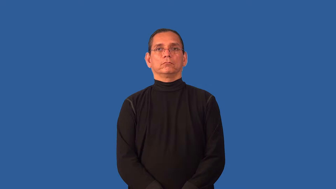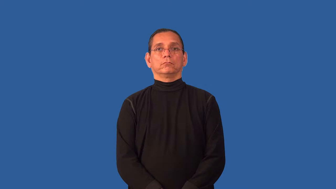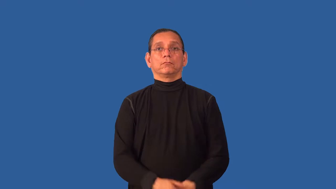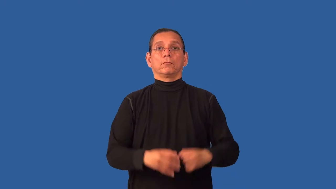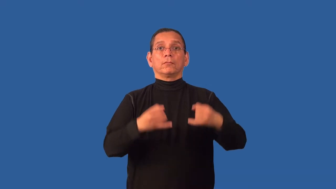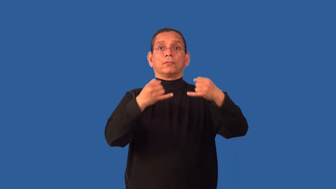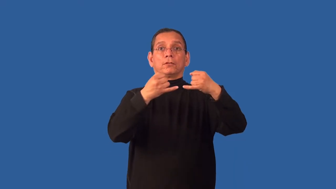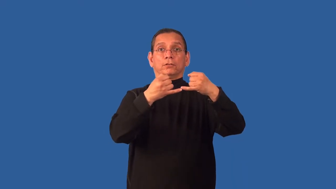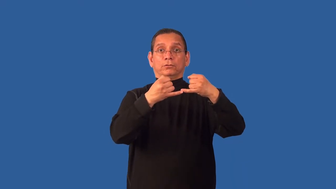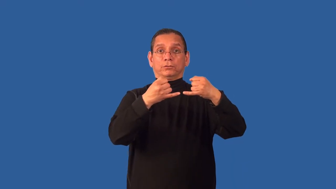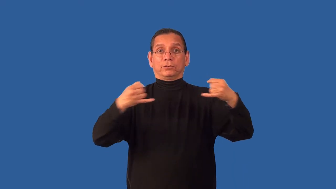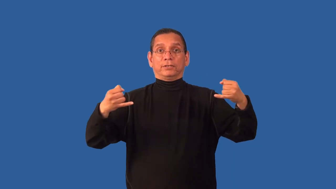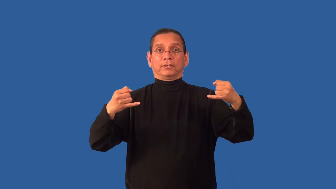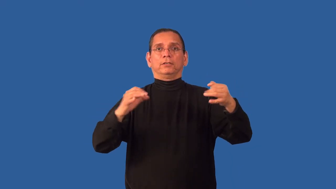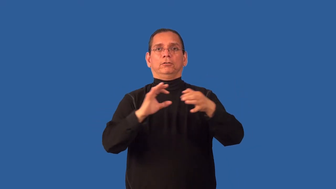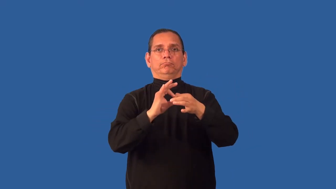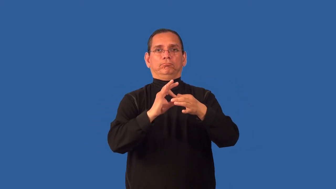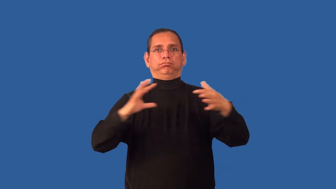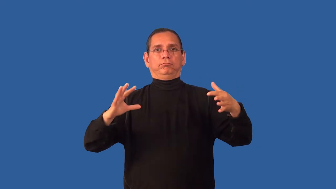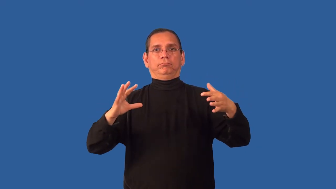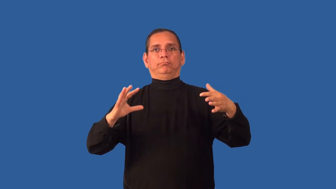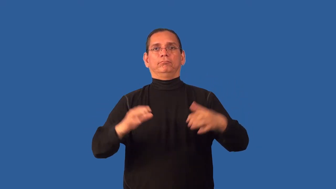unstring